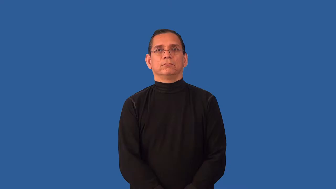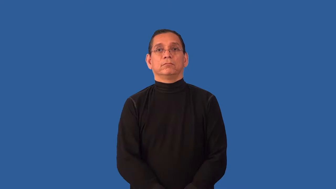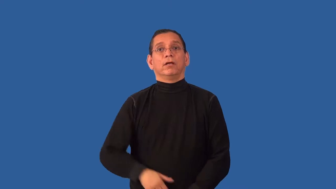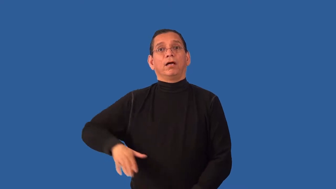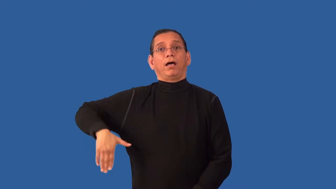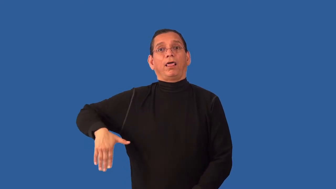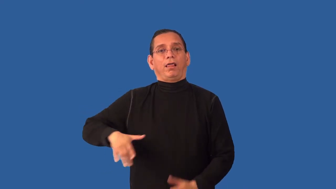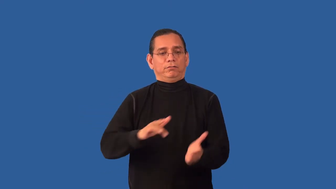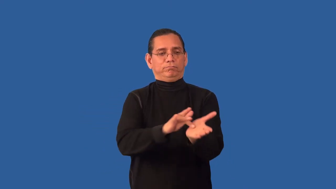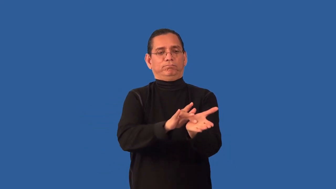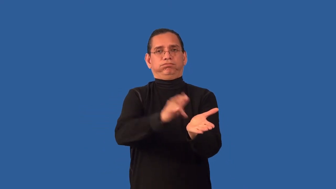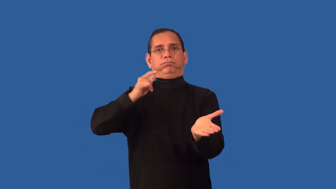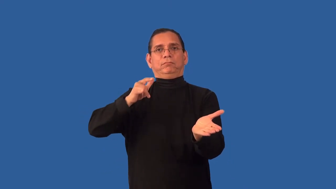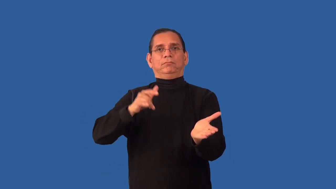unexploited